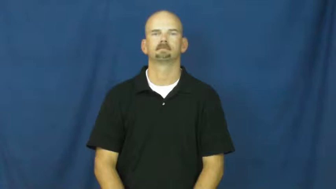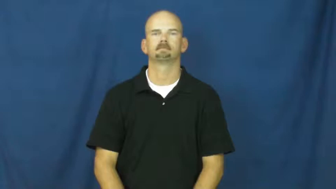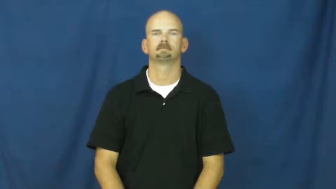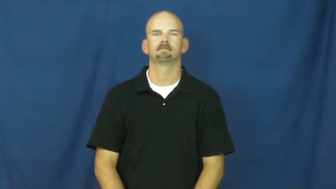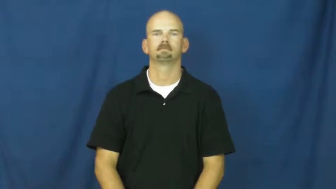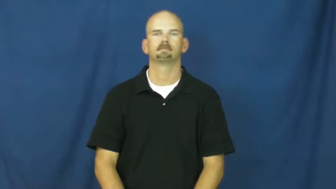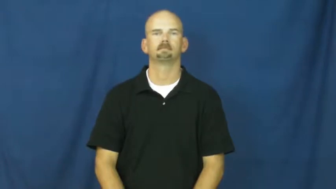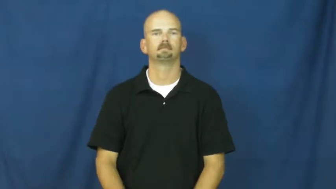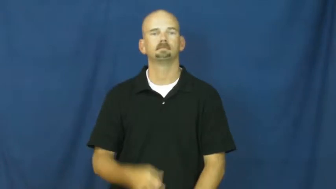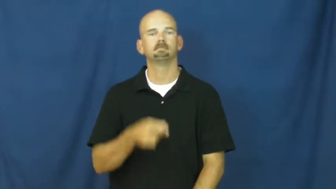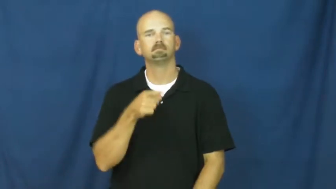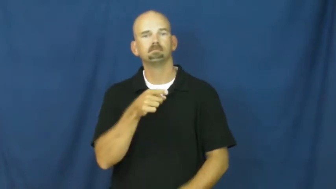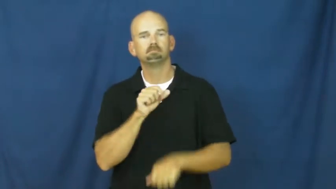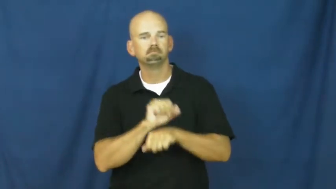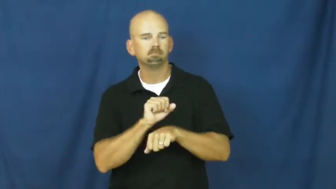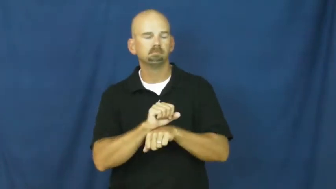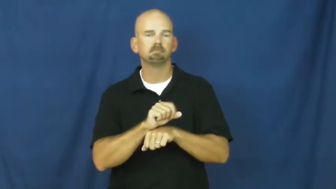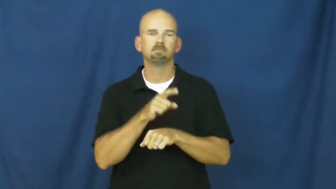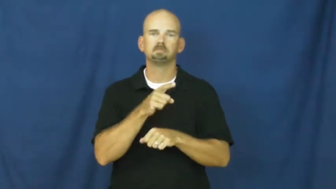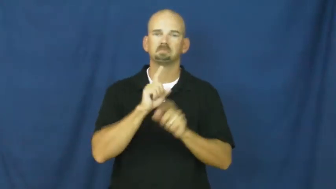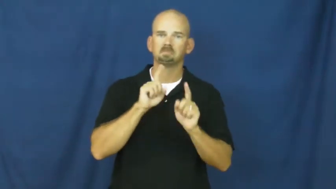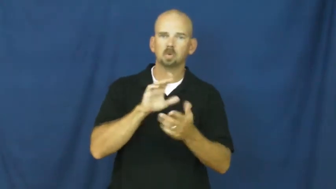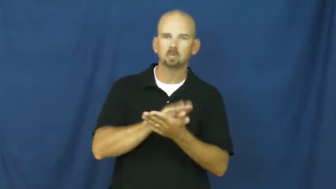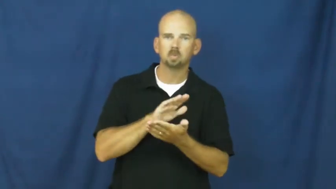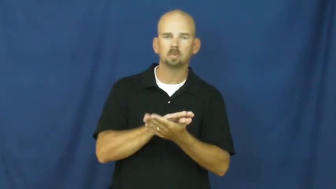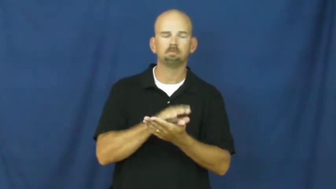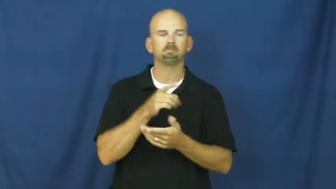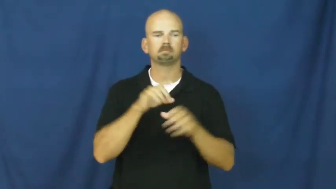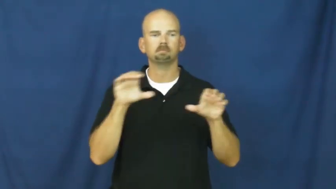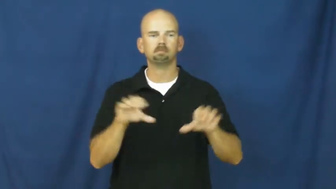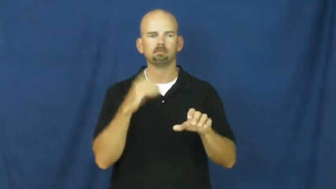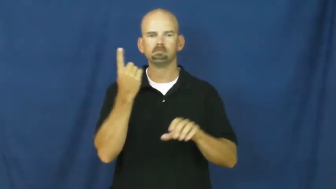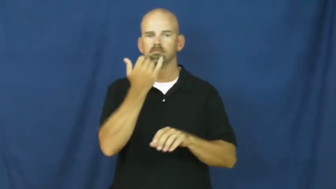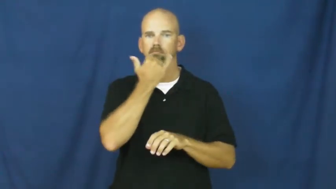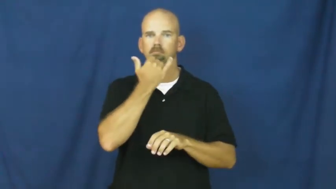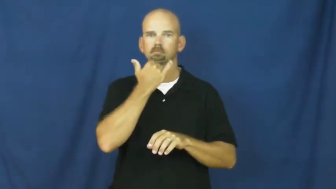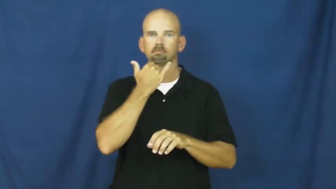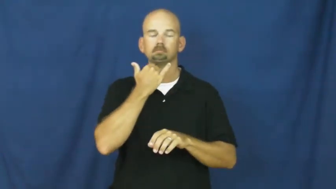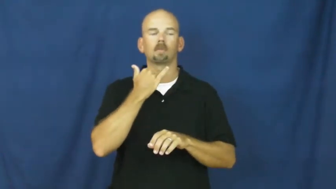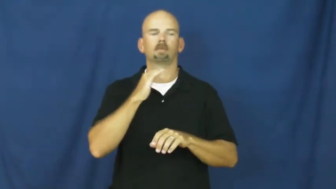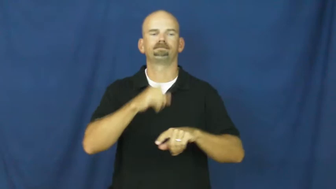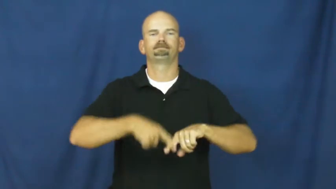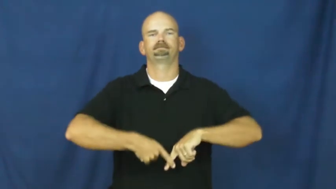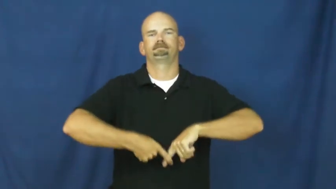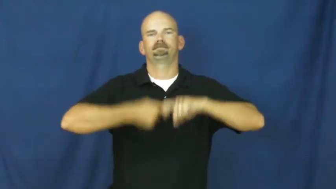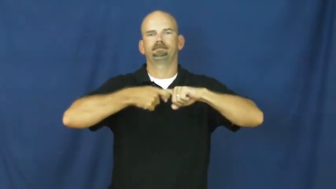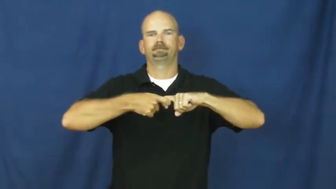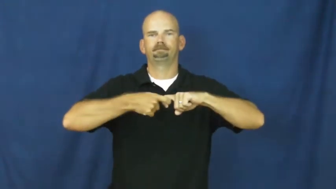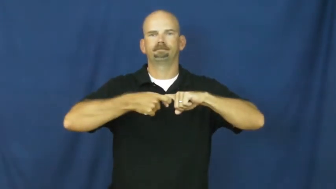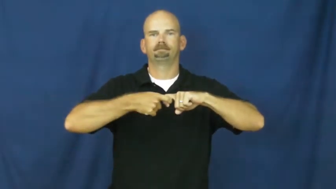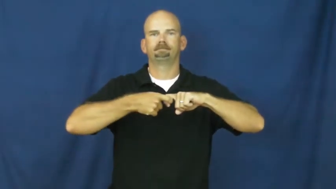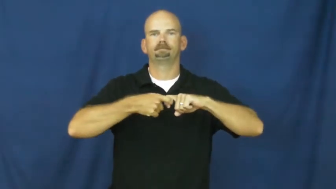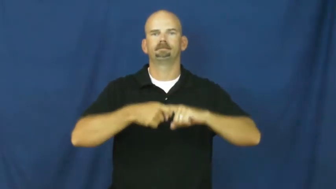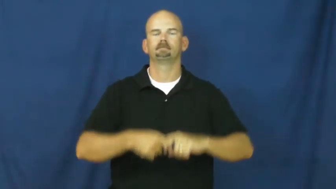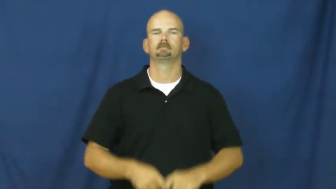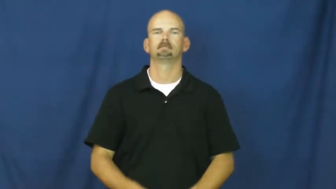suspension-school